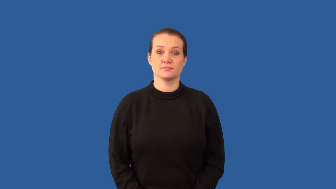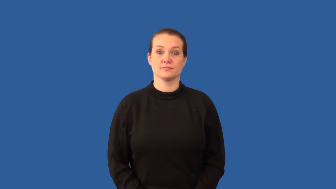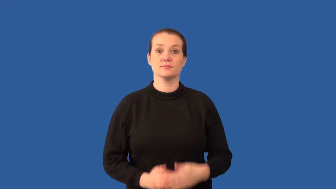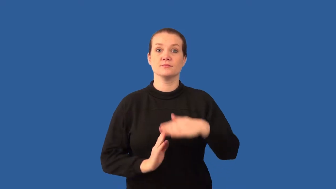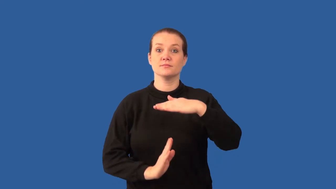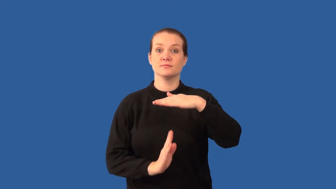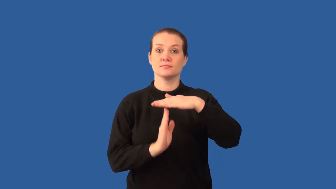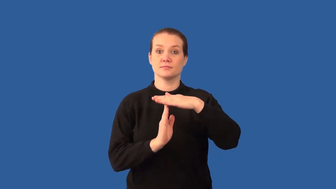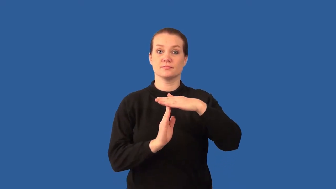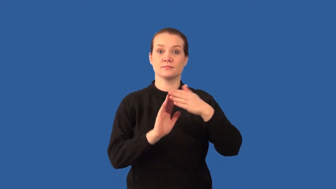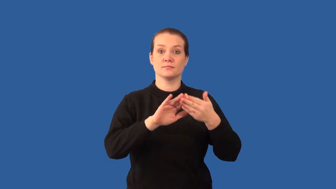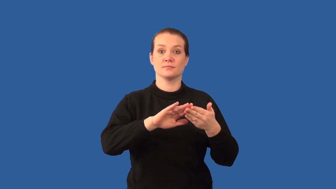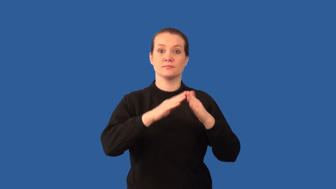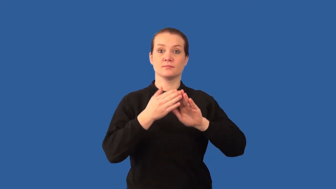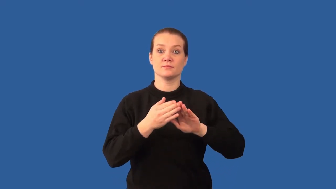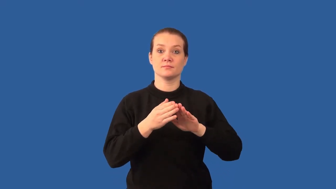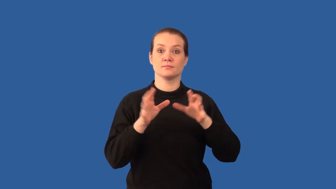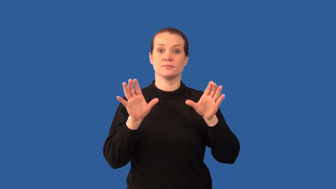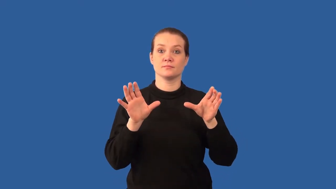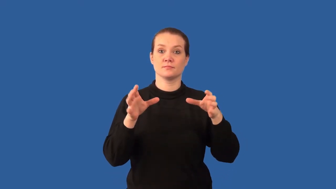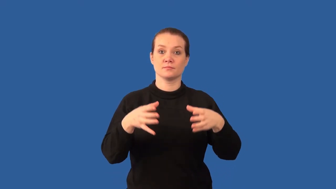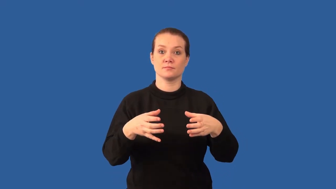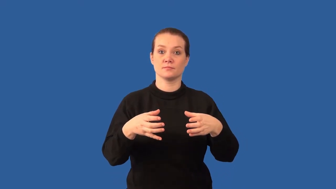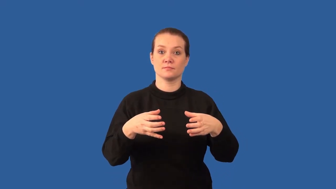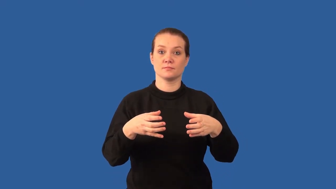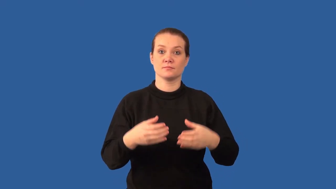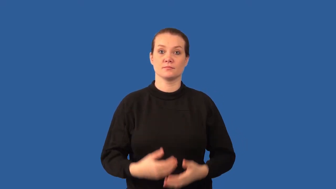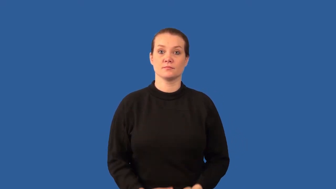climax-community